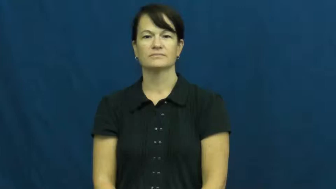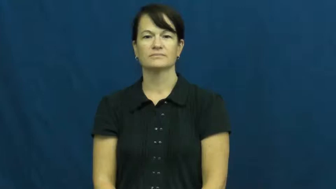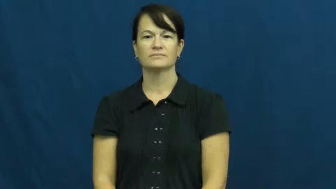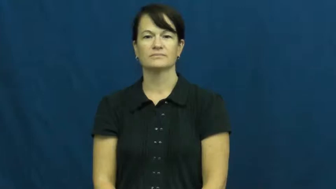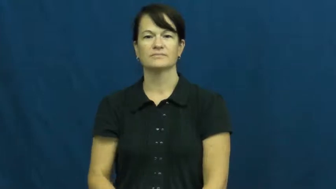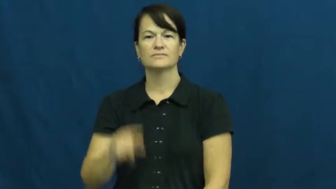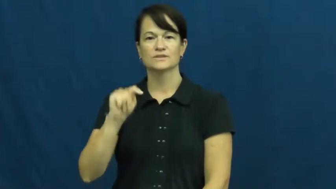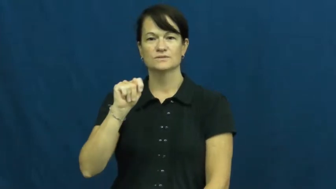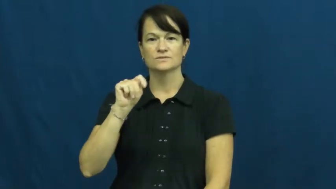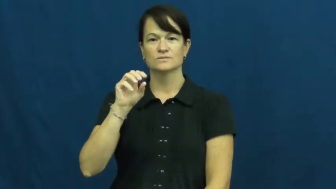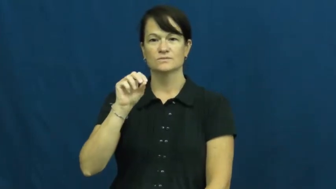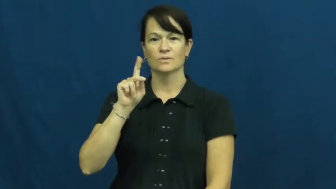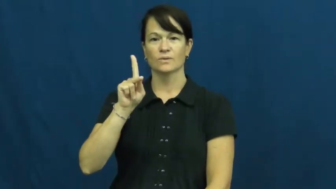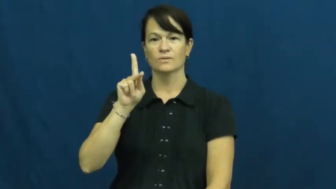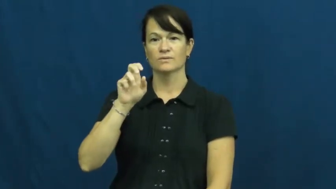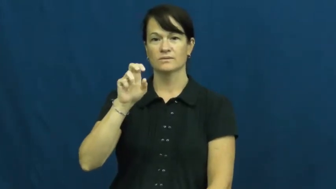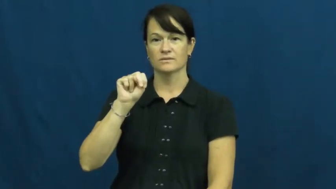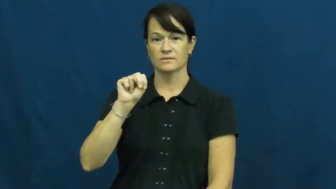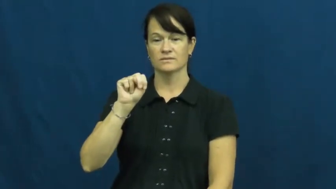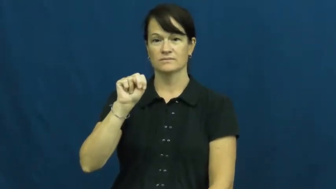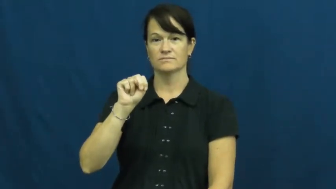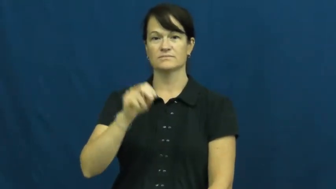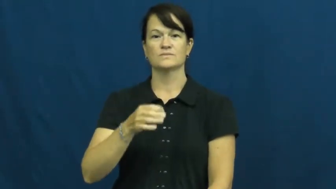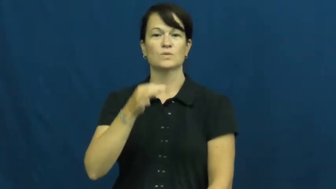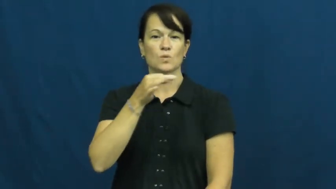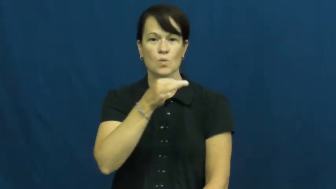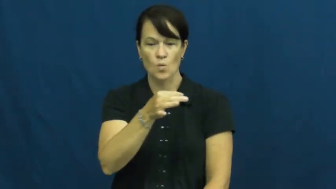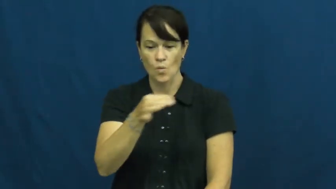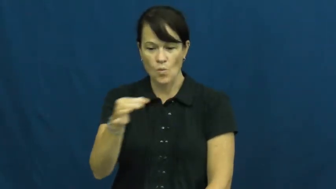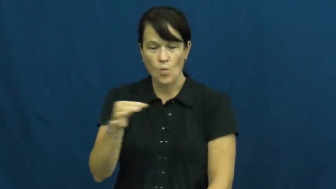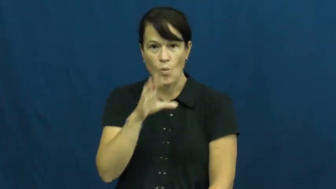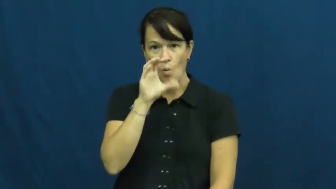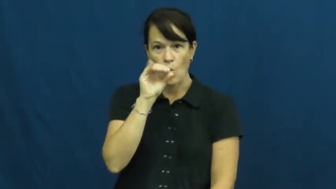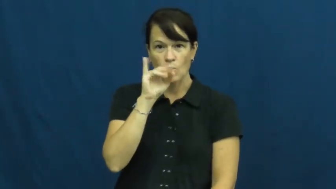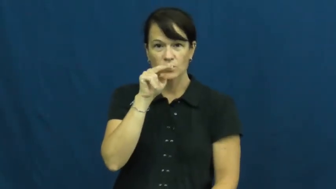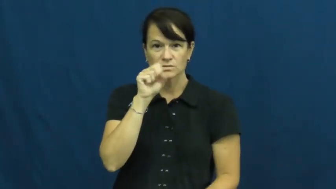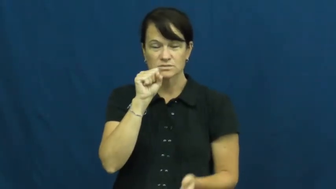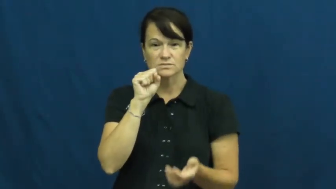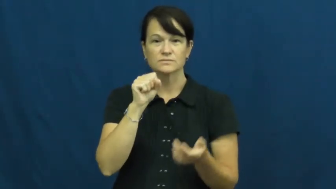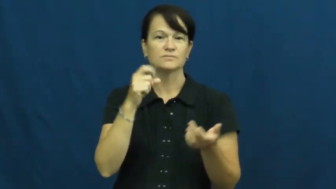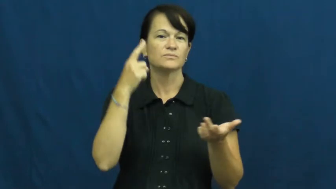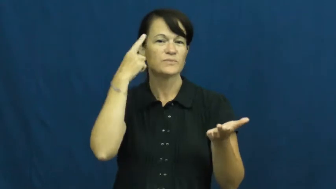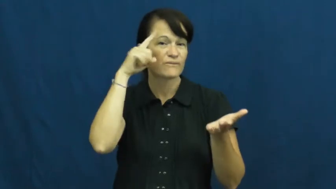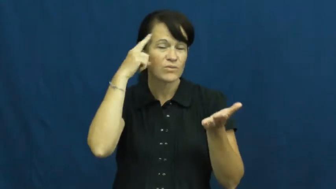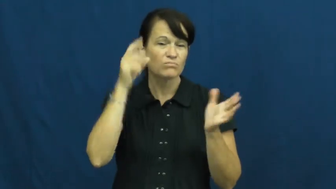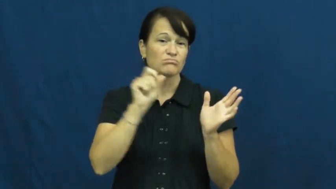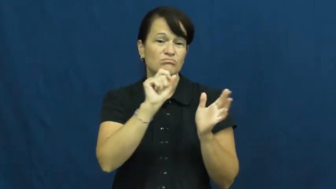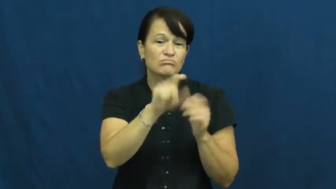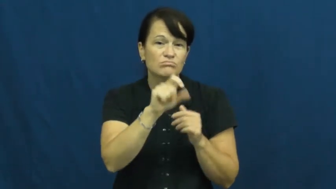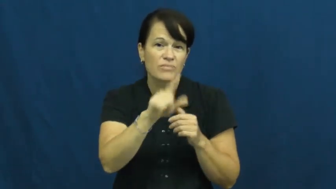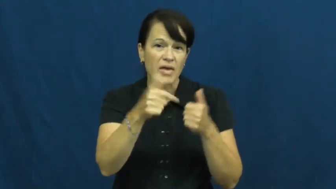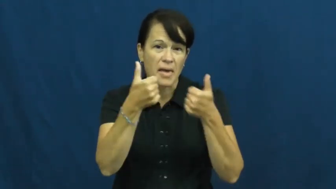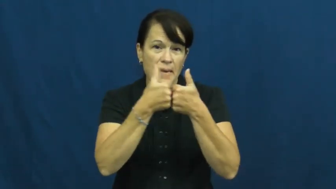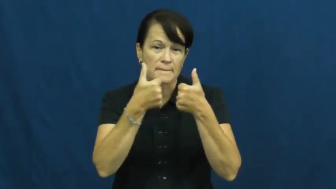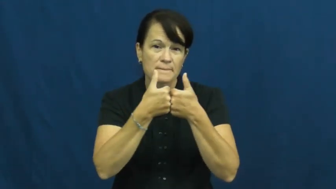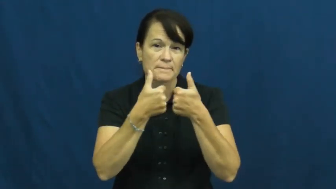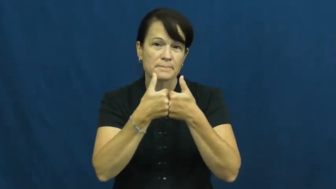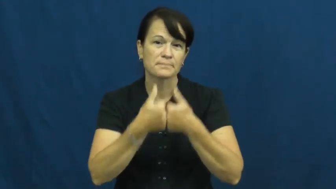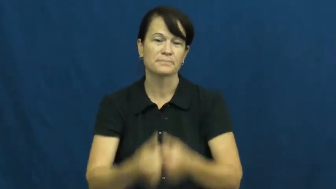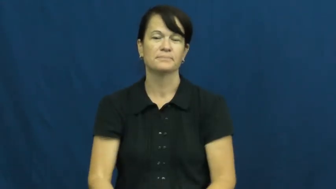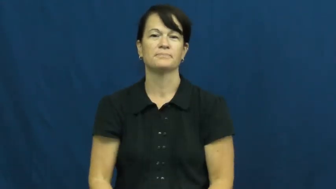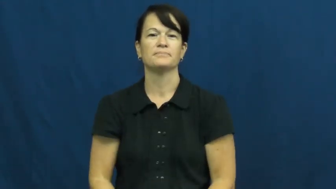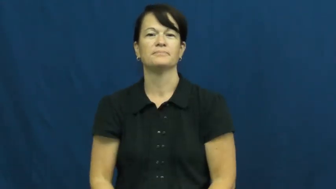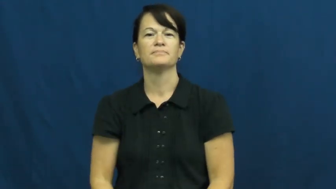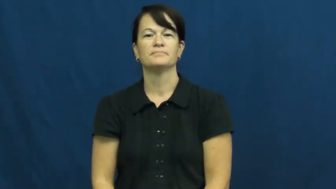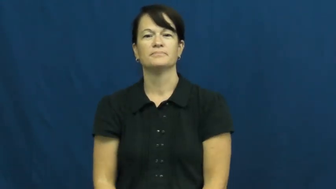token-coin